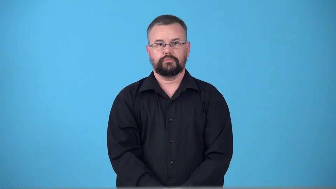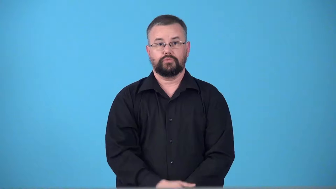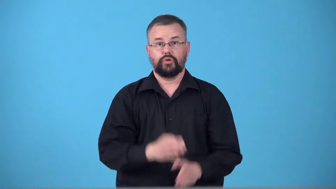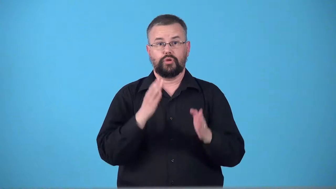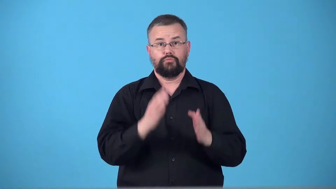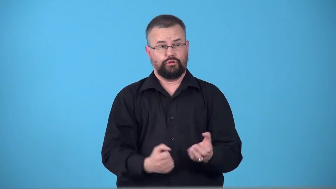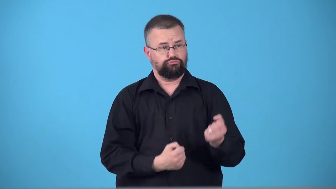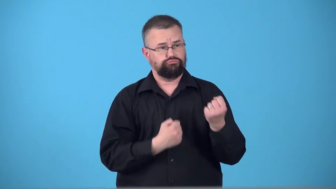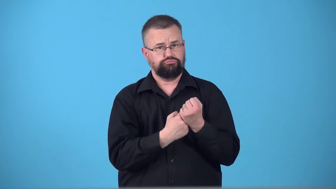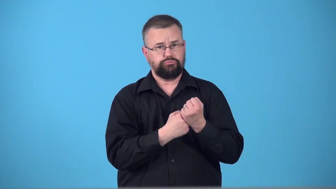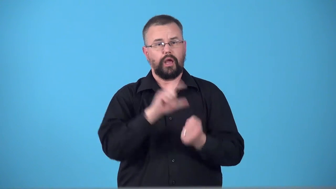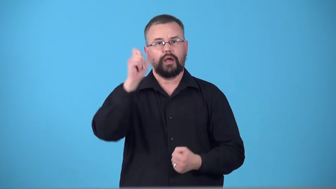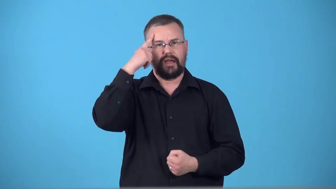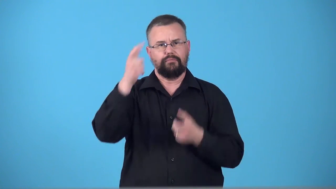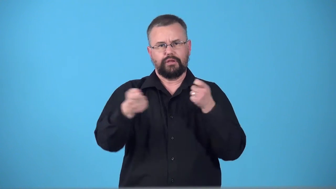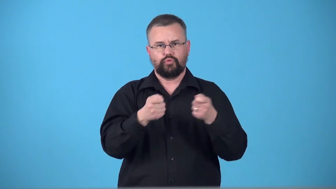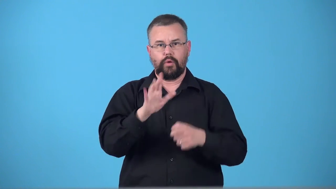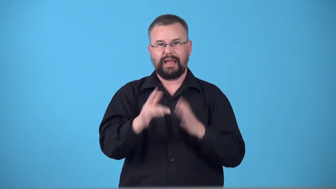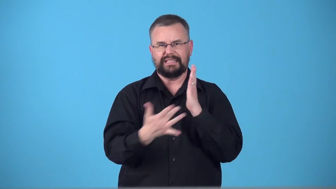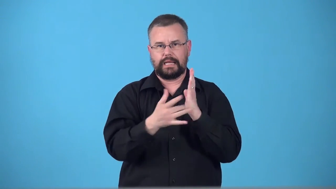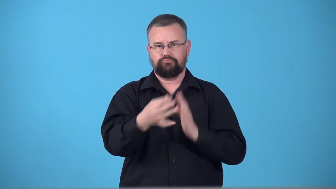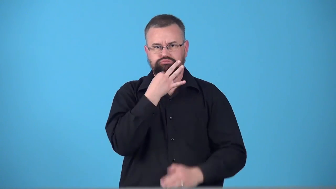technocrat